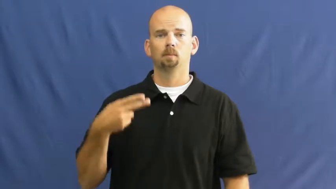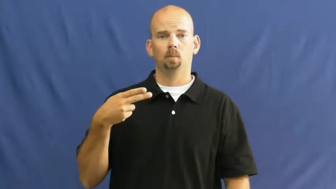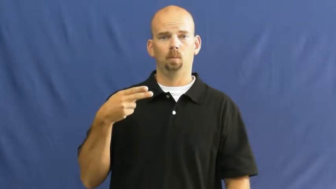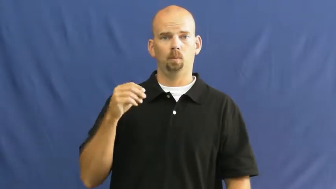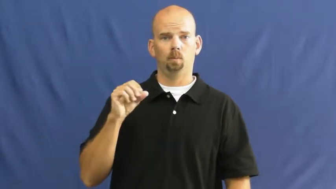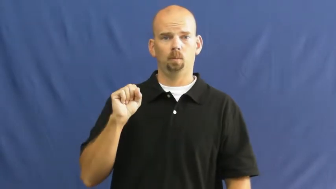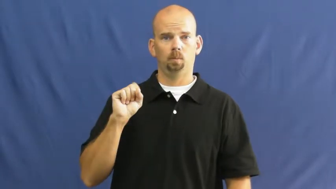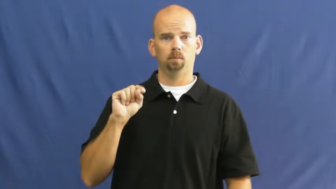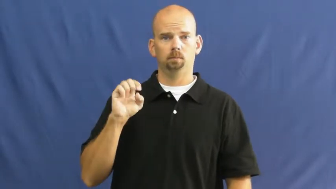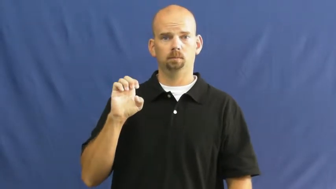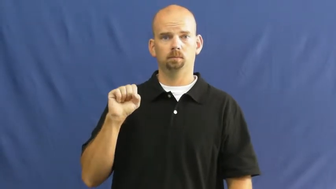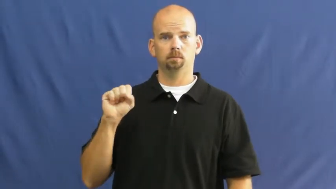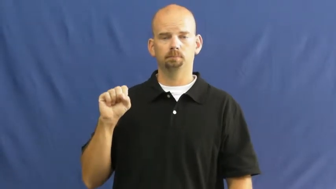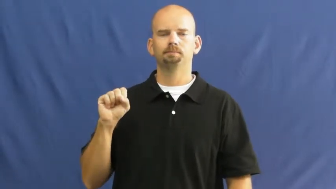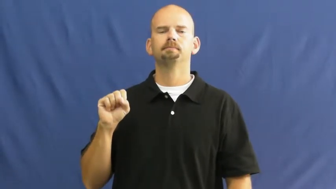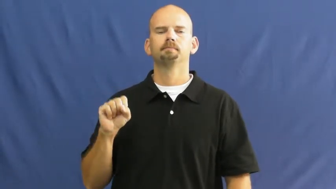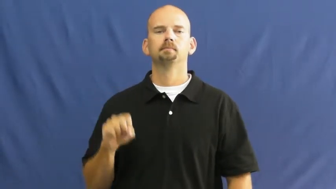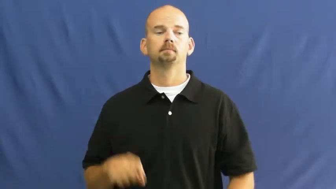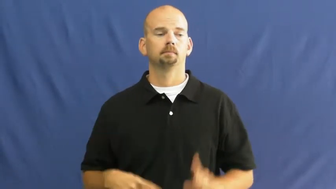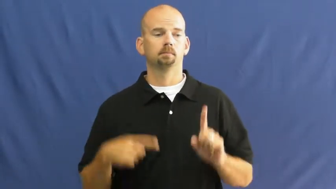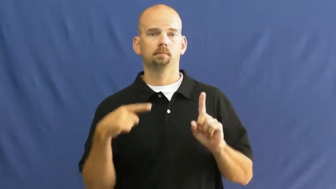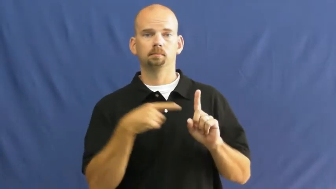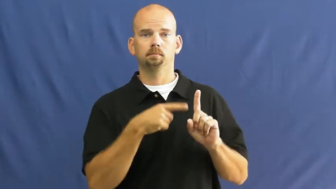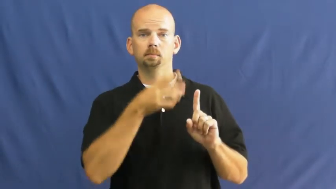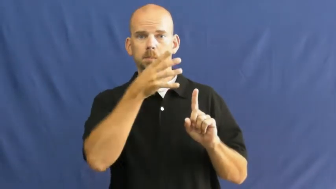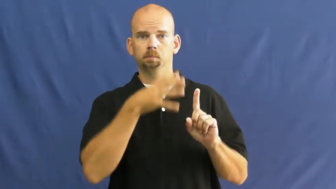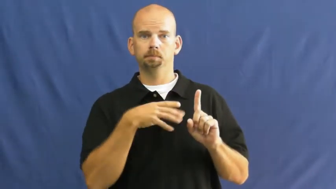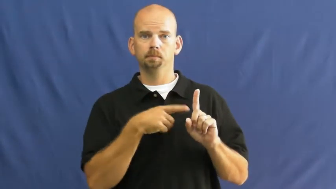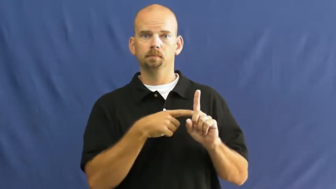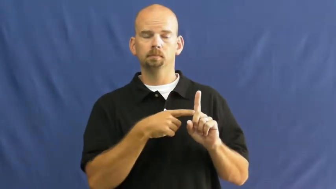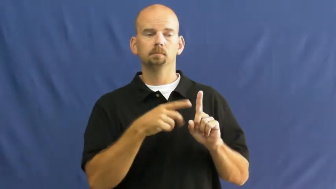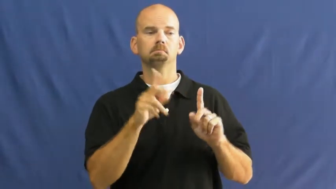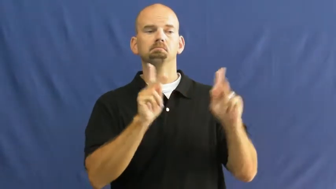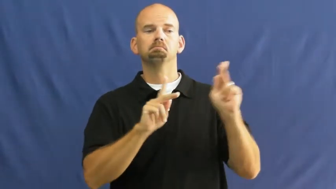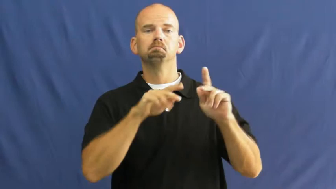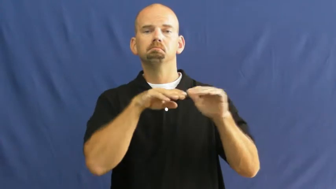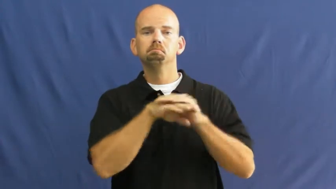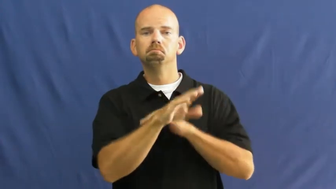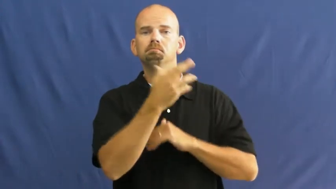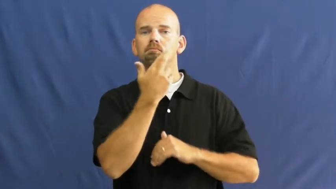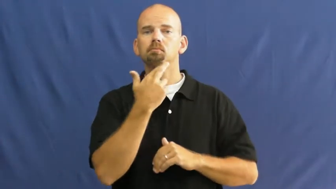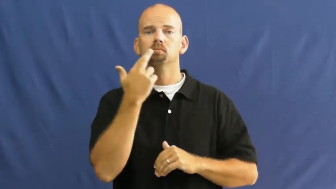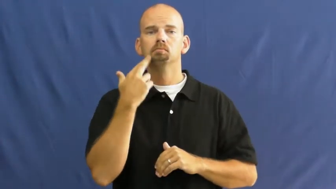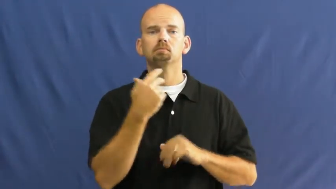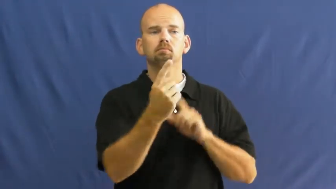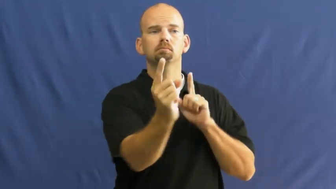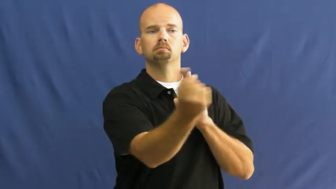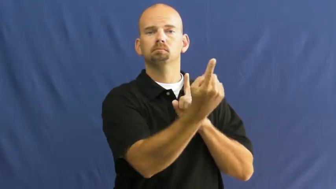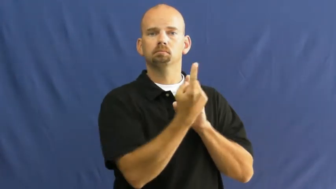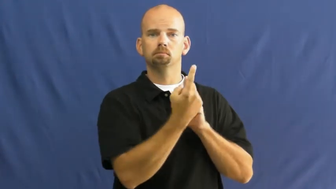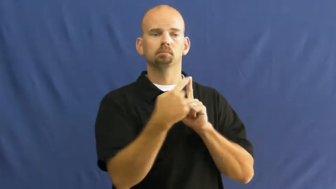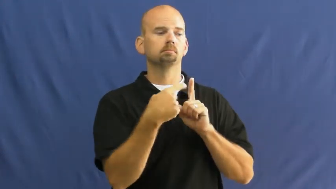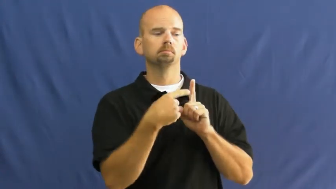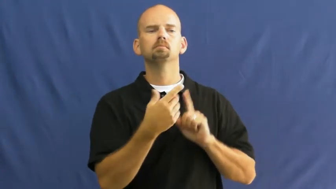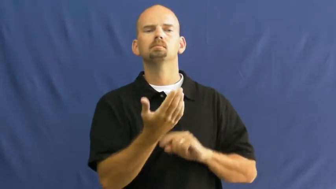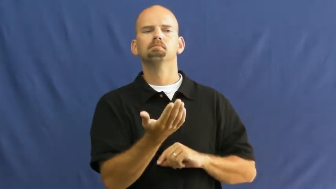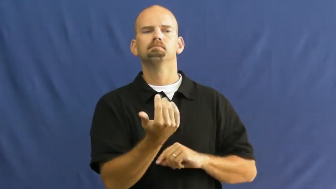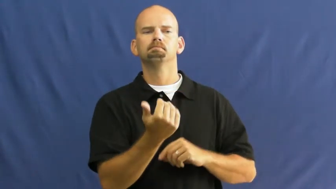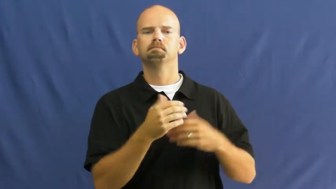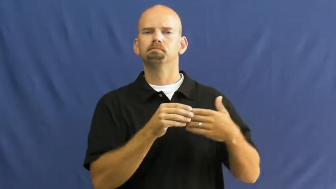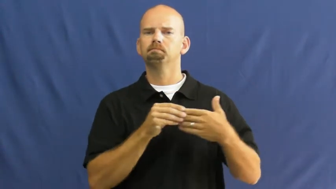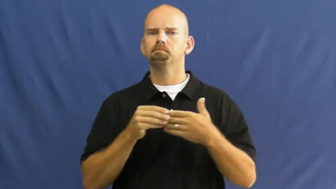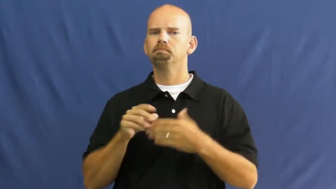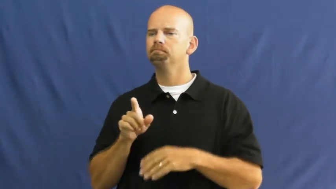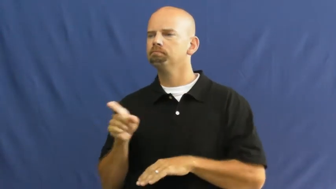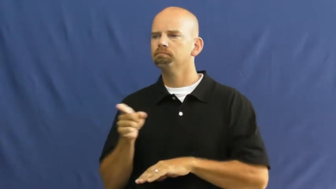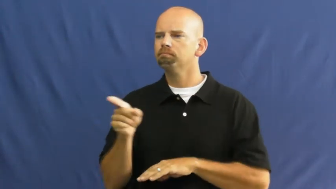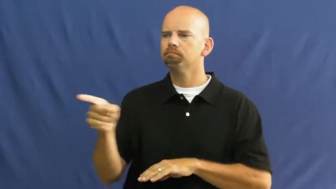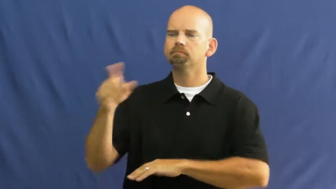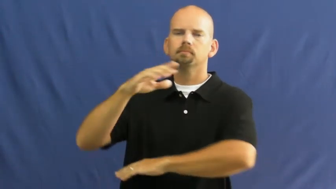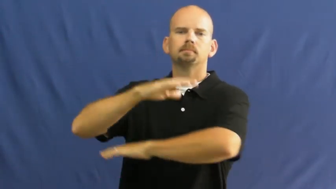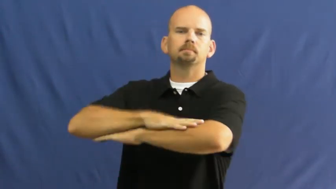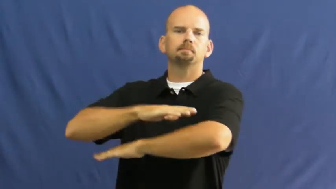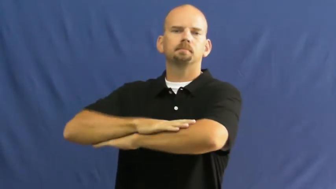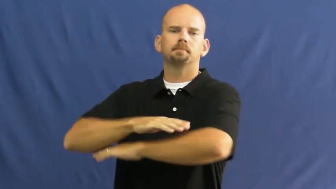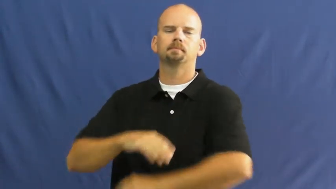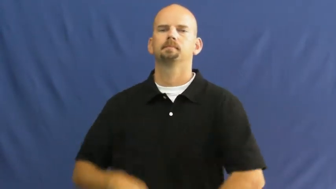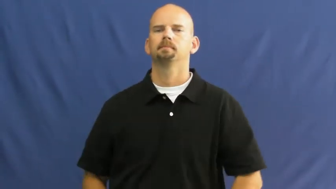hostess